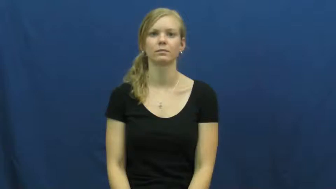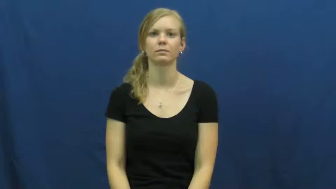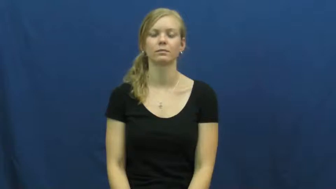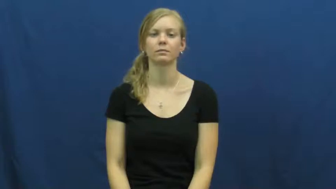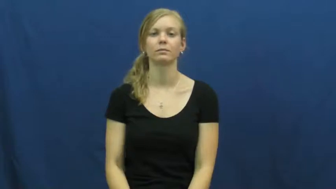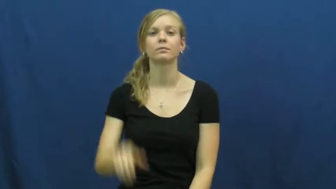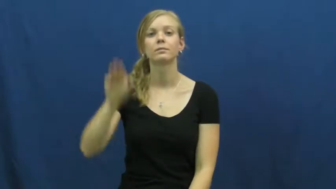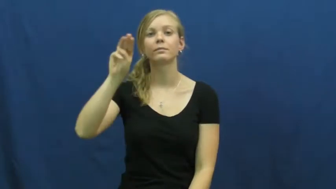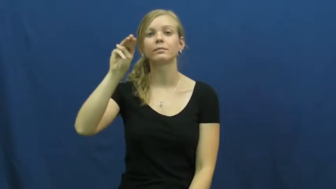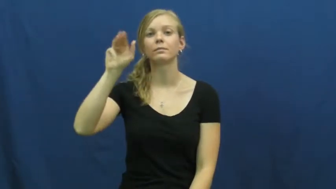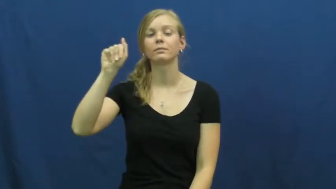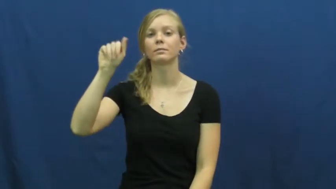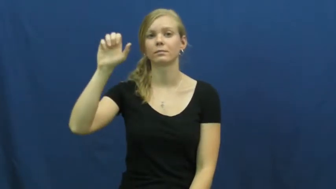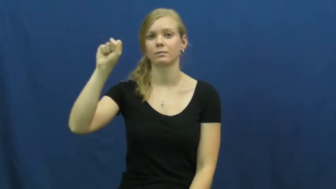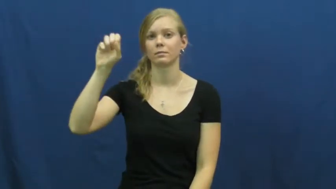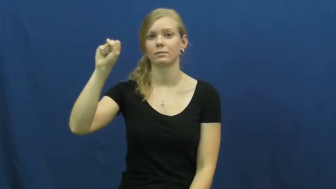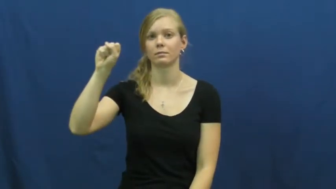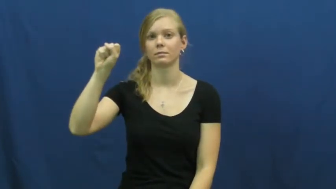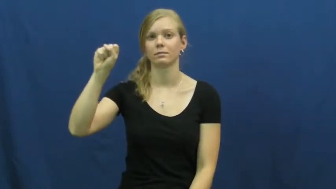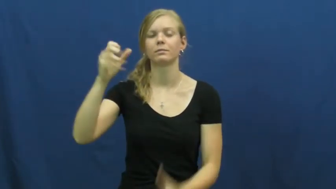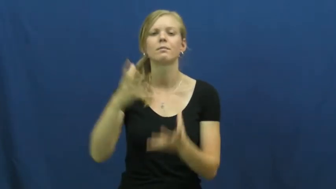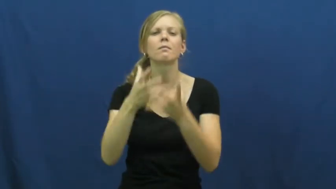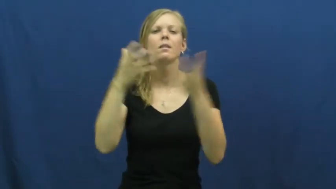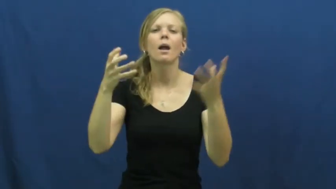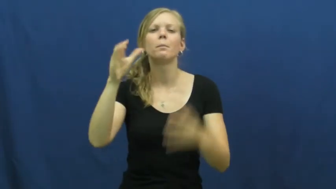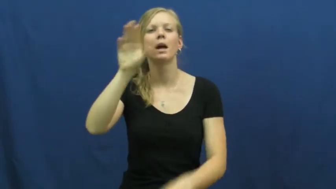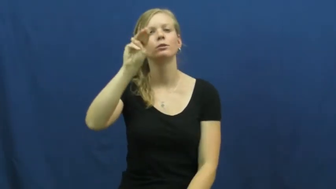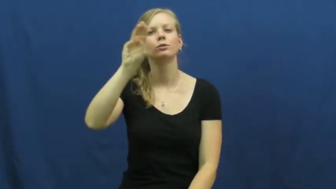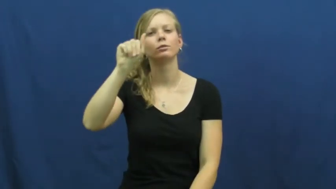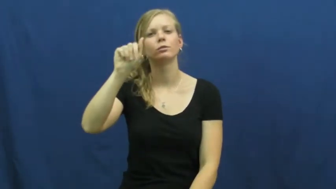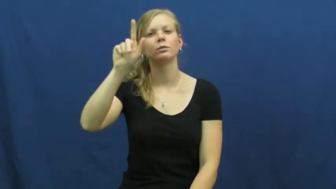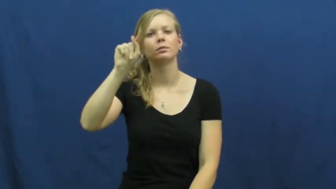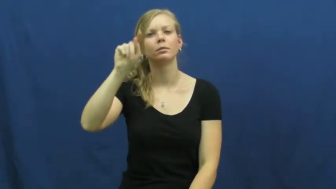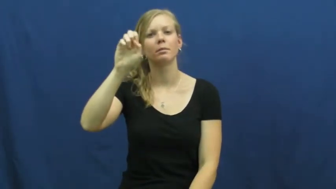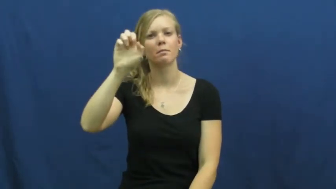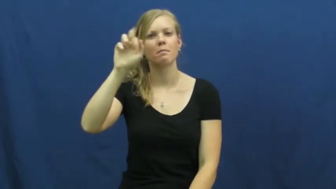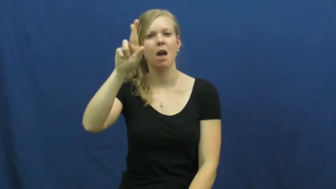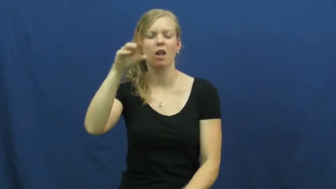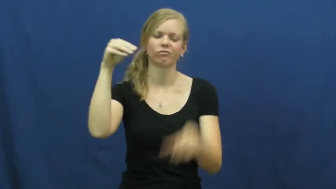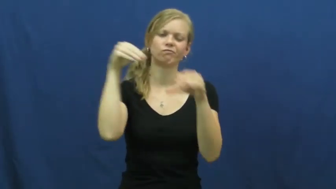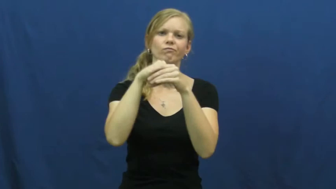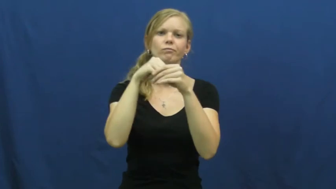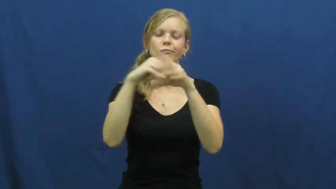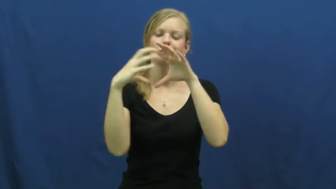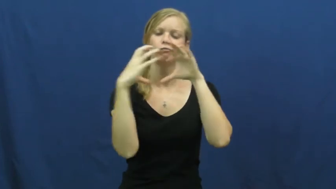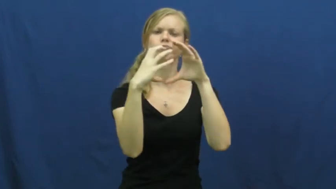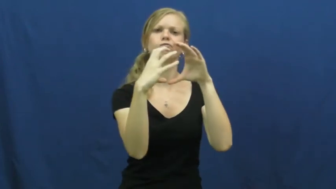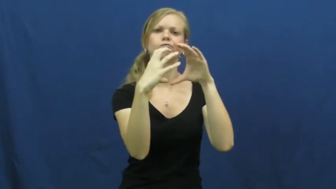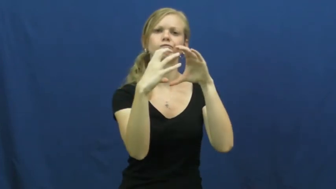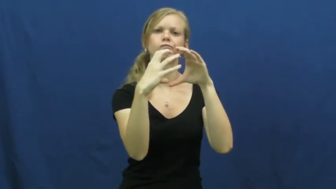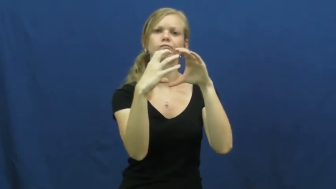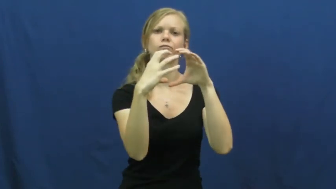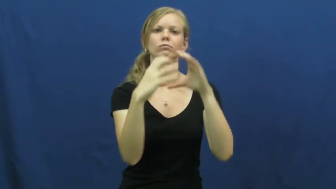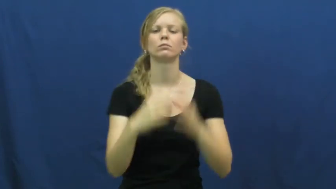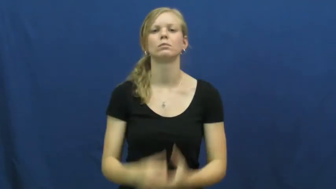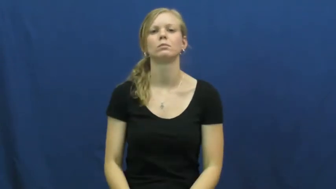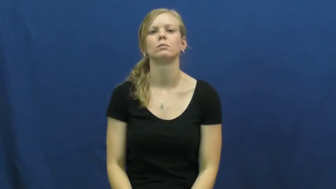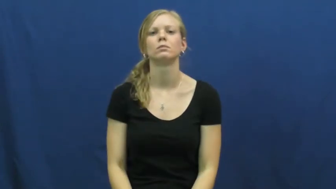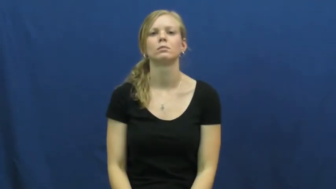mass-science